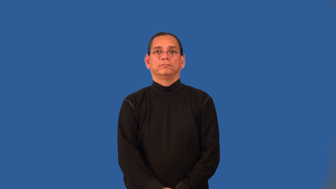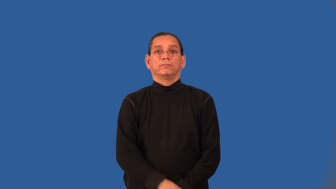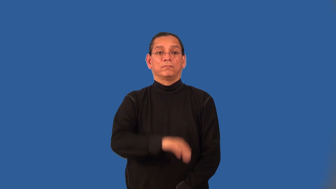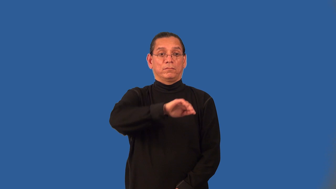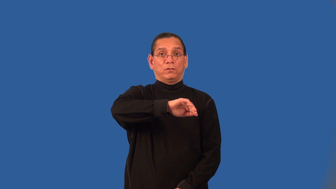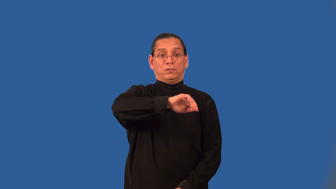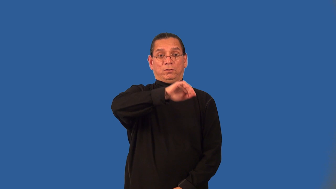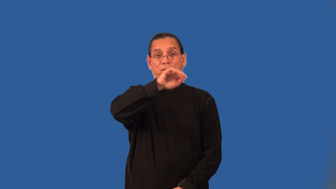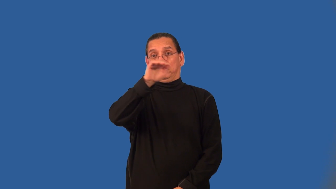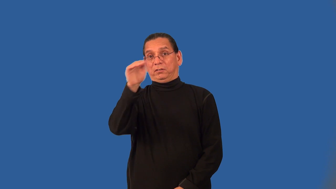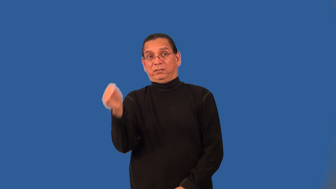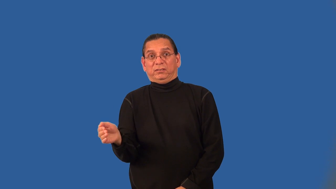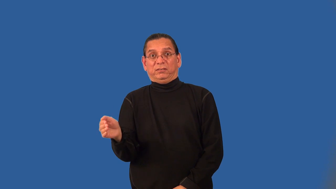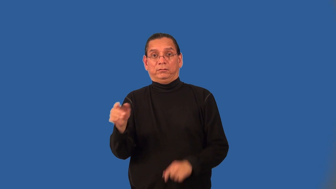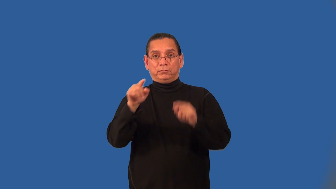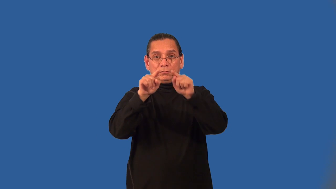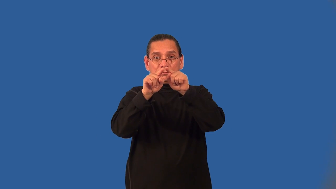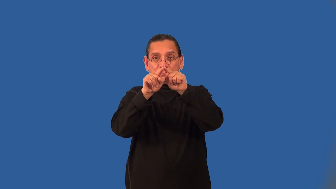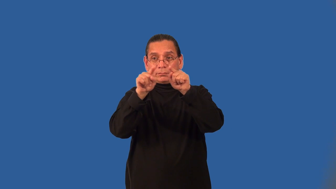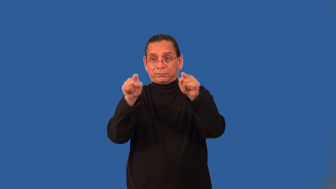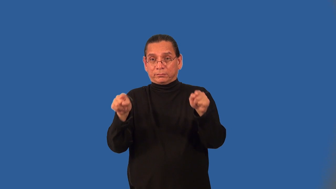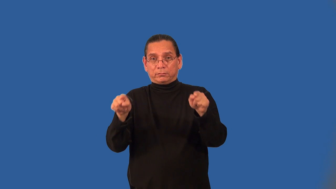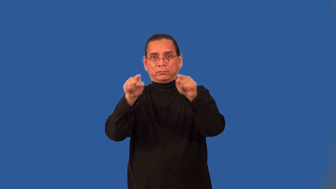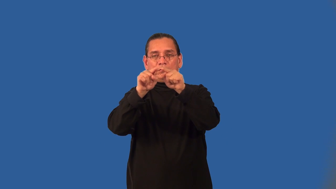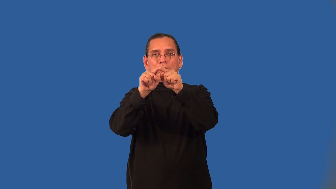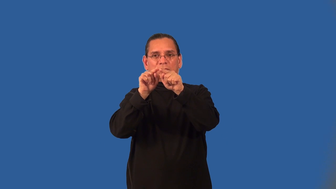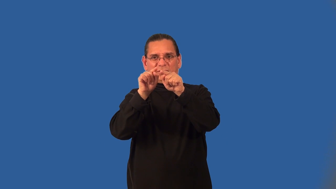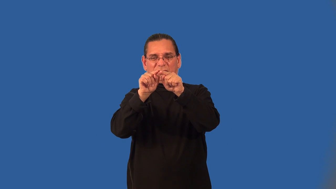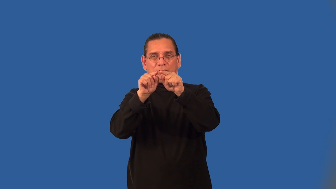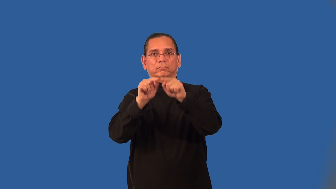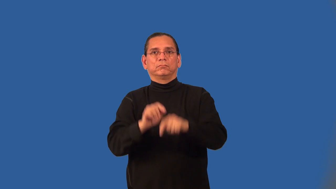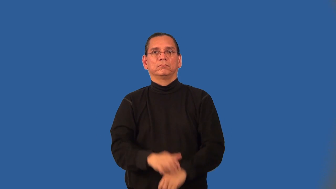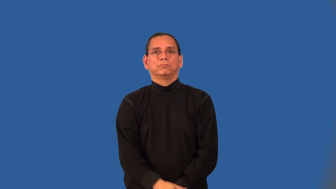adjacent arcs